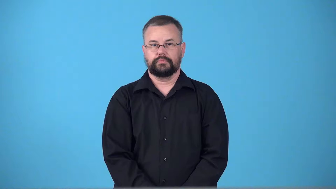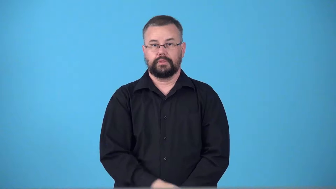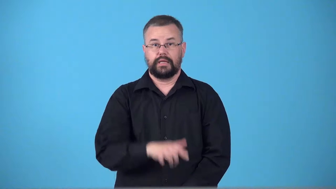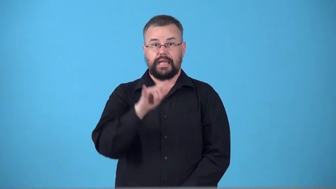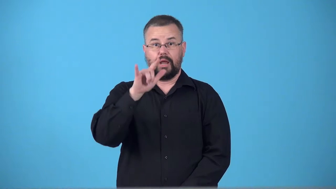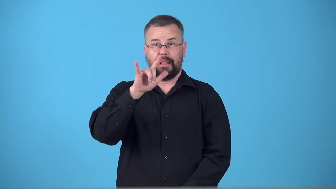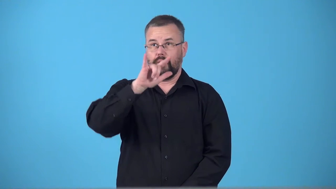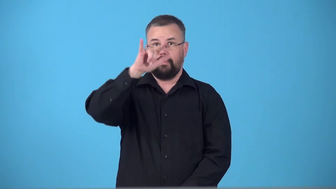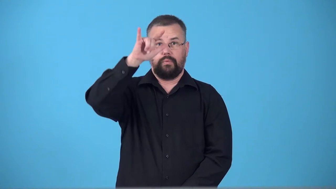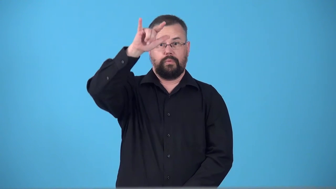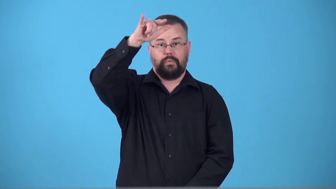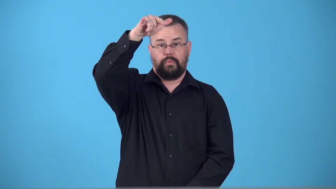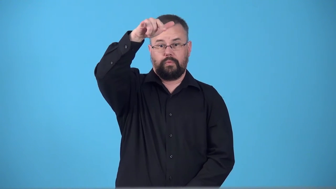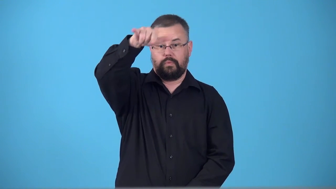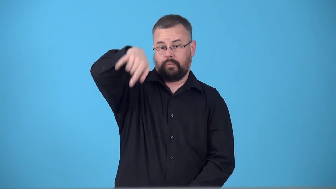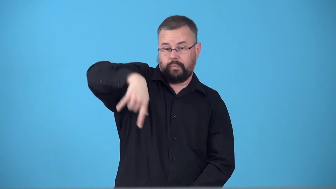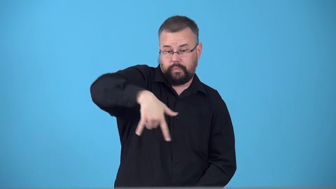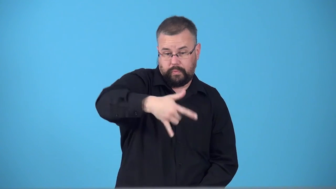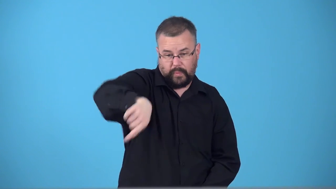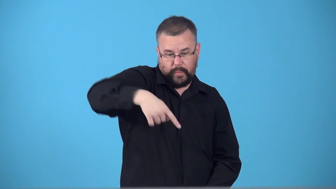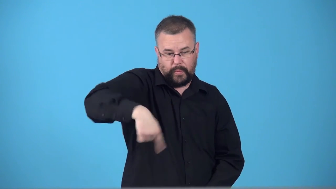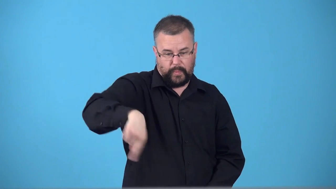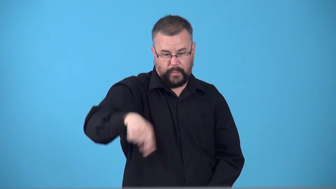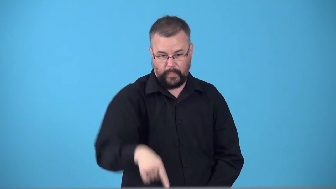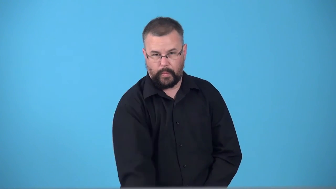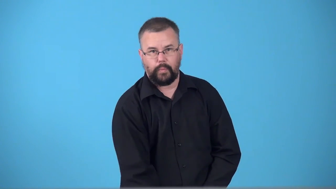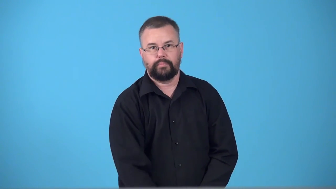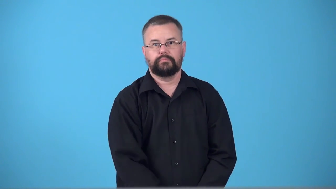tailspin-plane